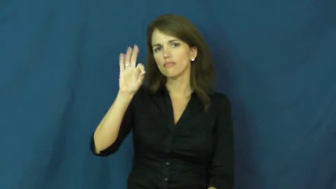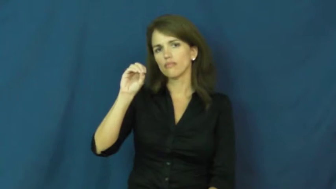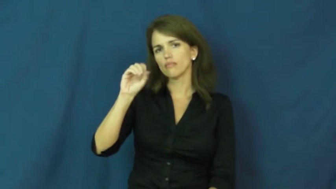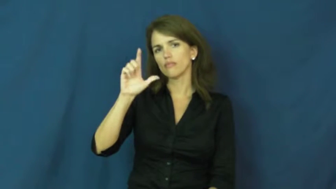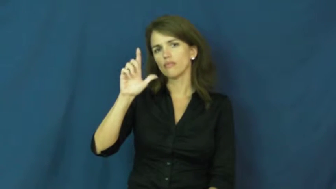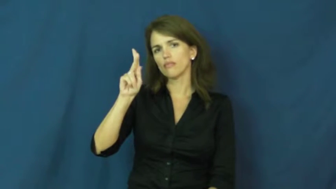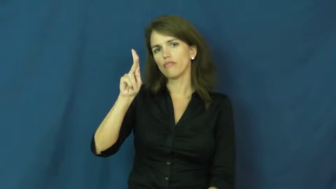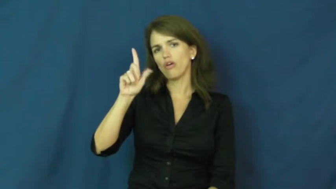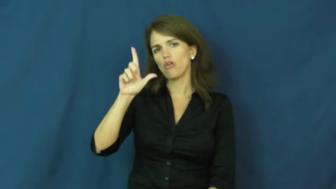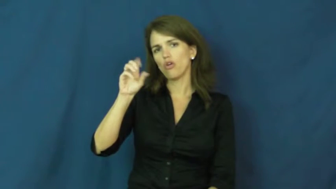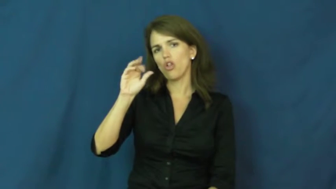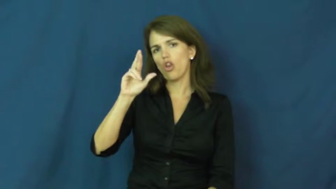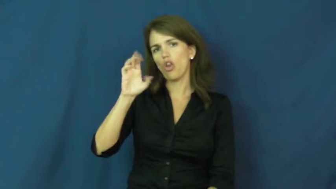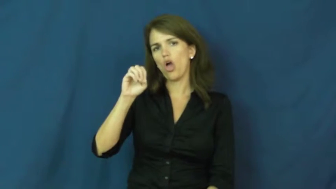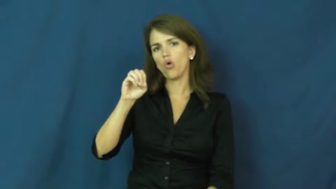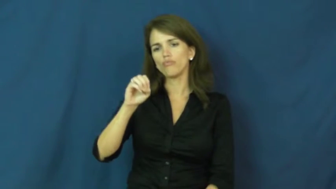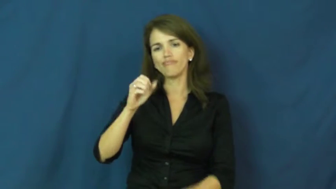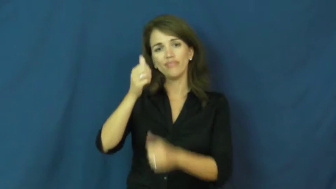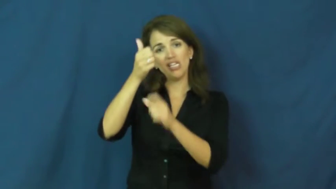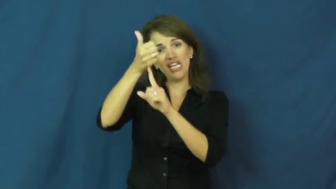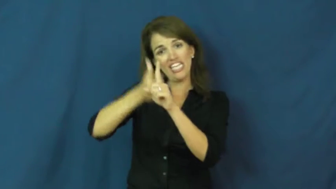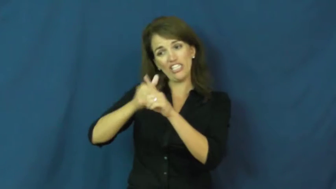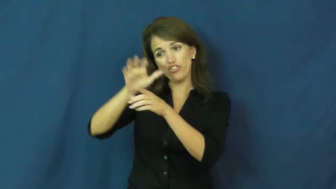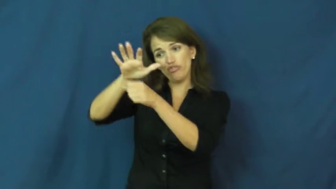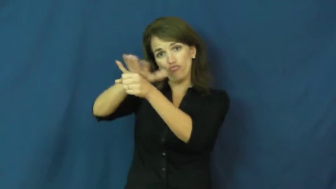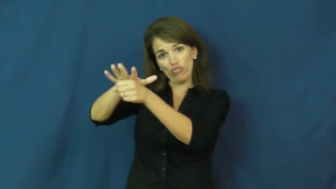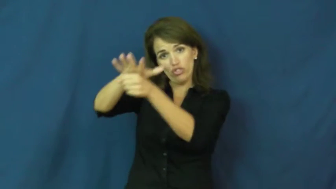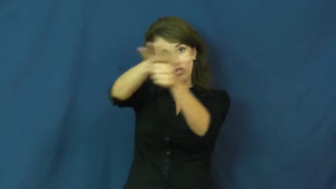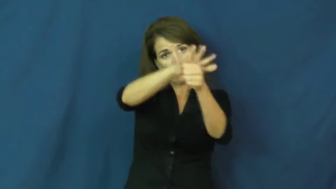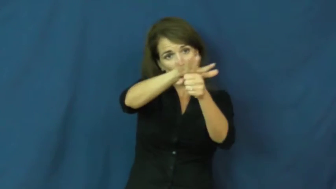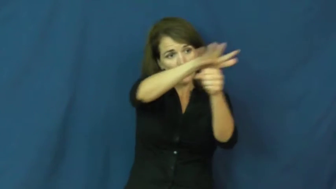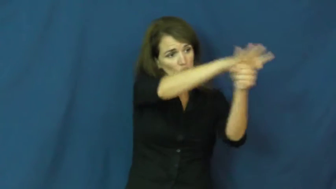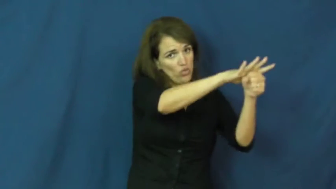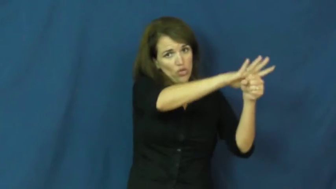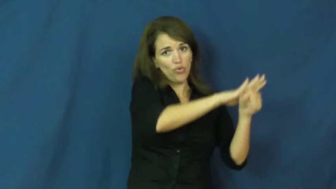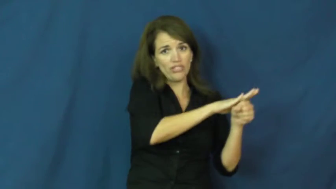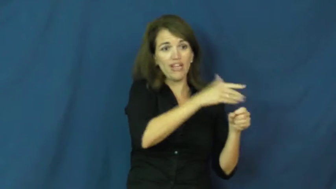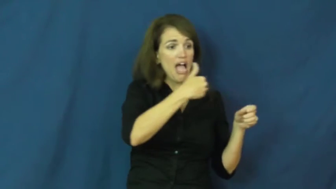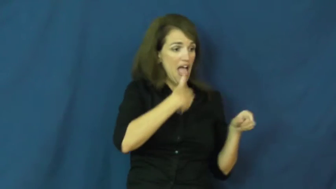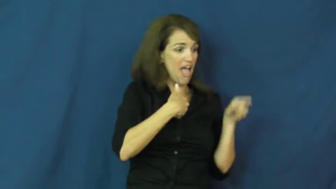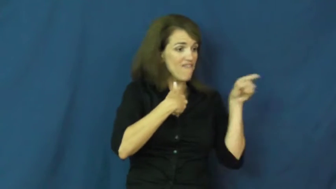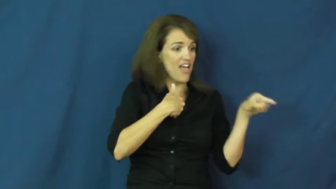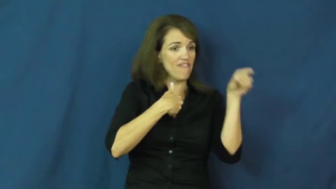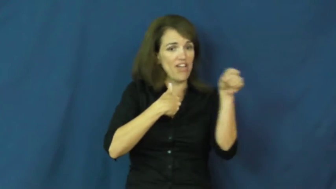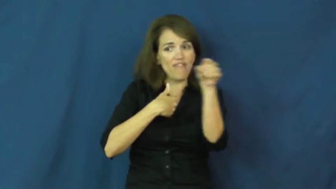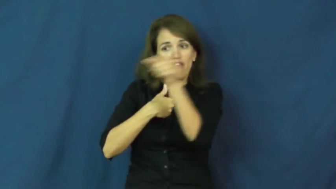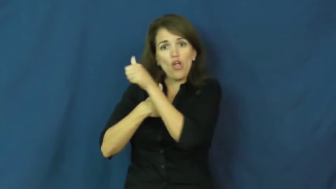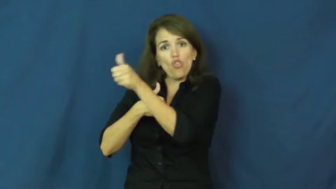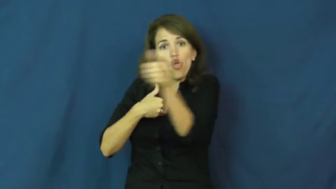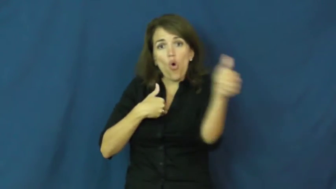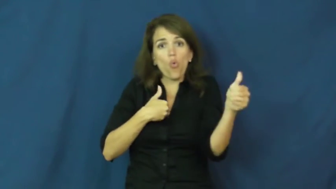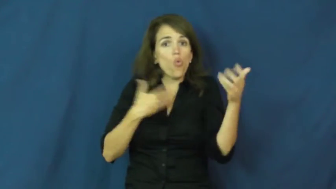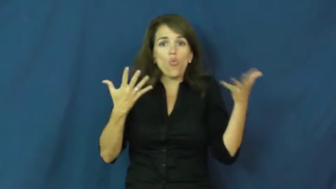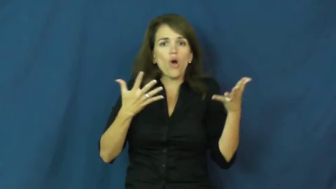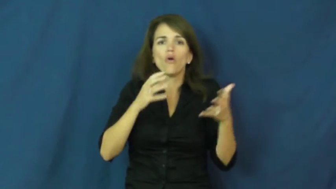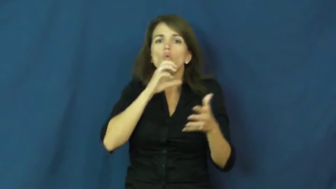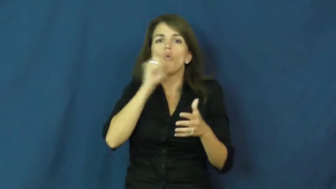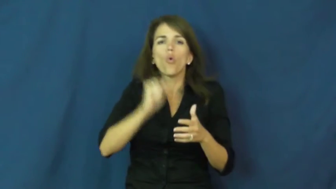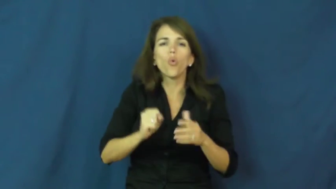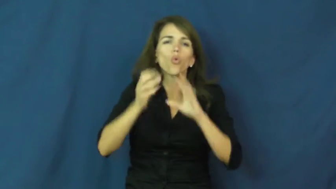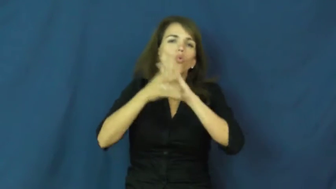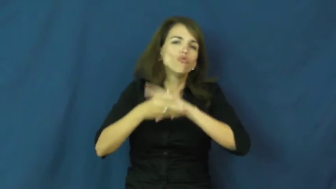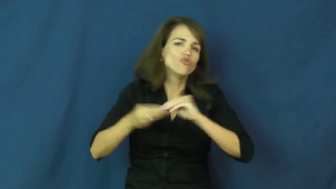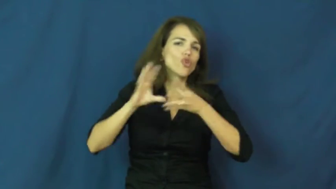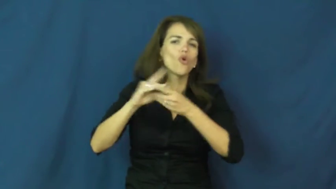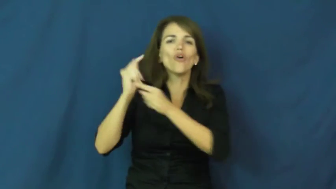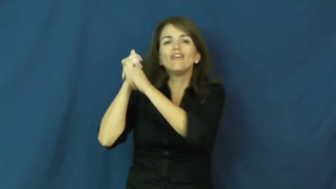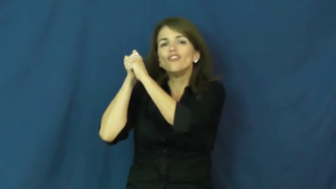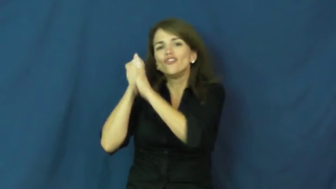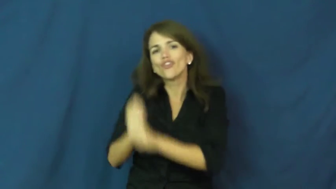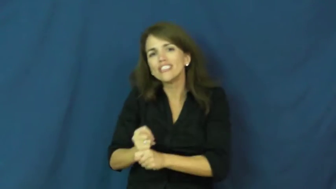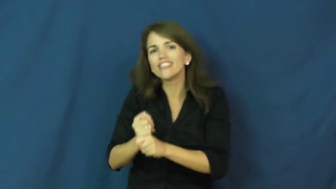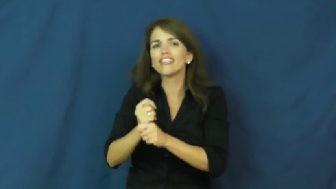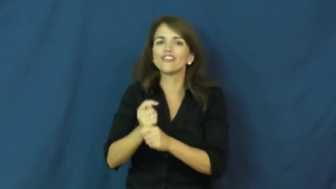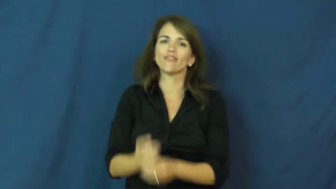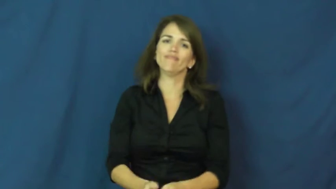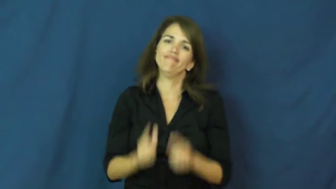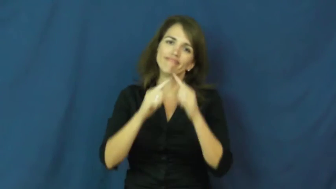folklore